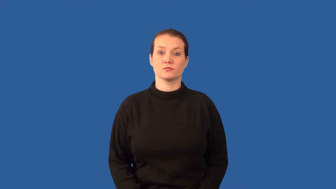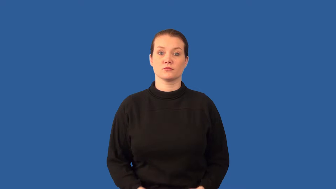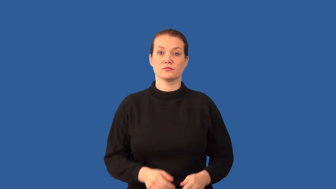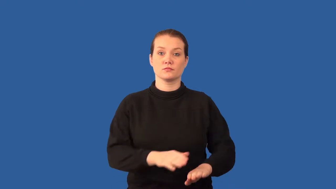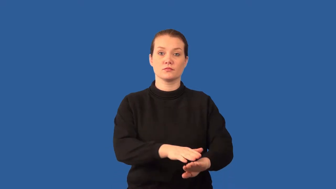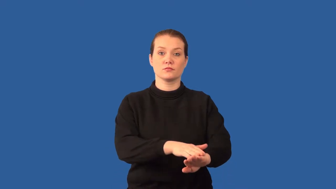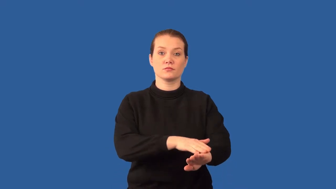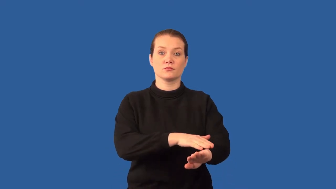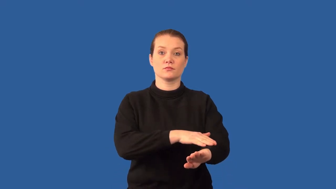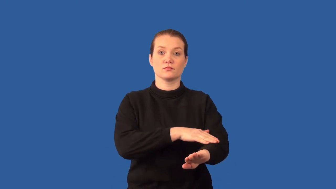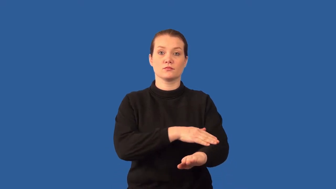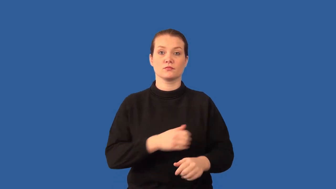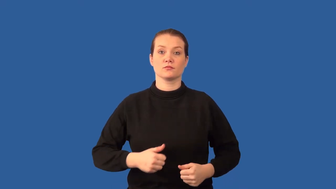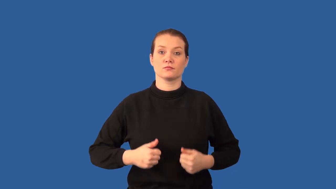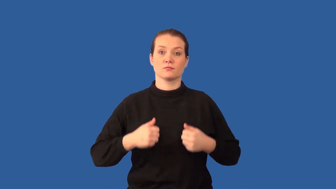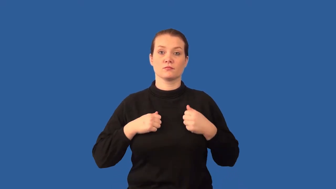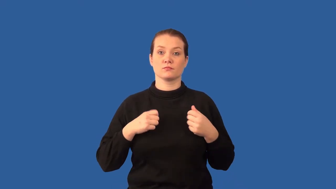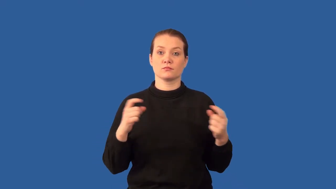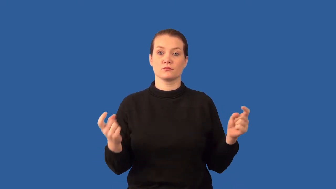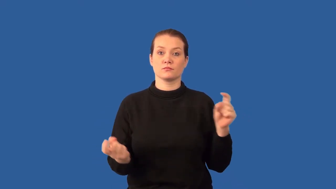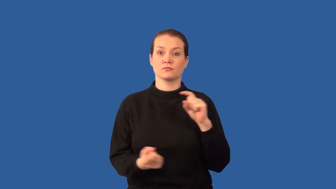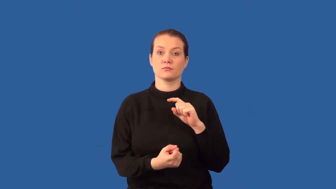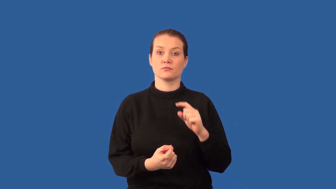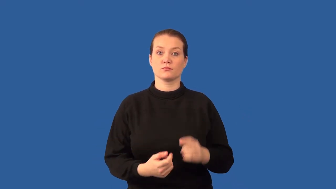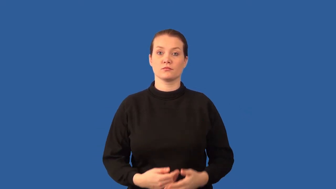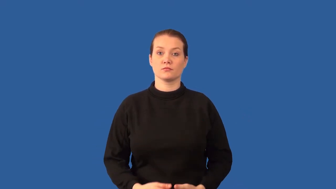gradualism